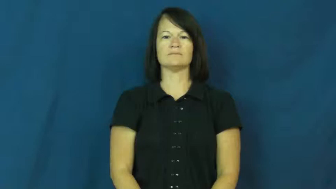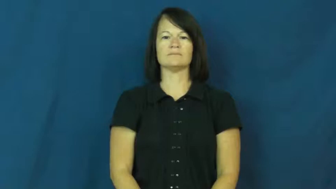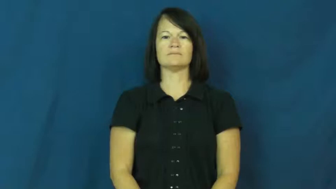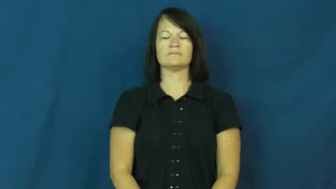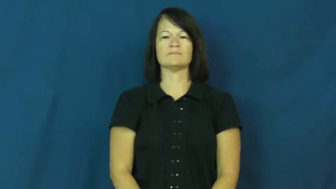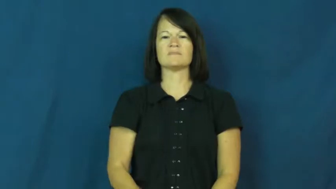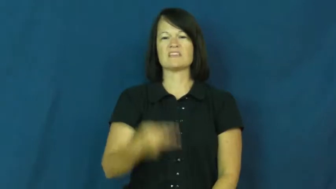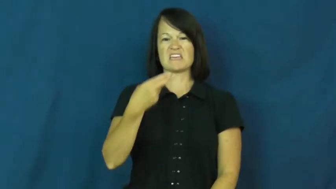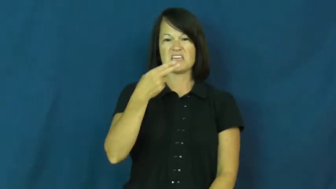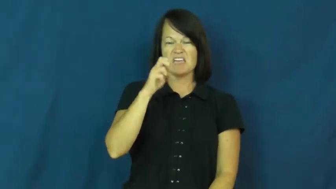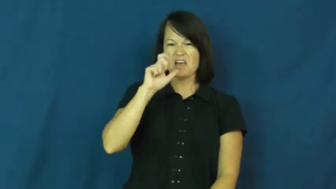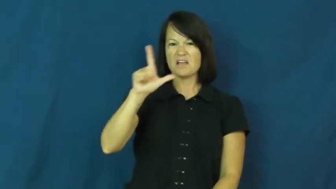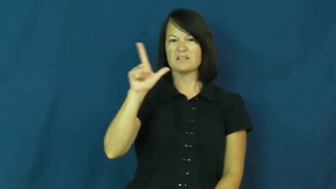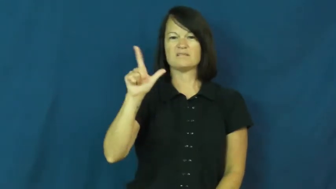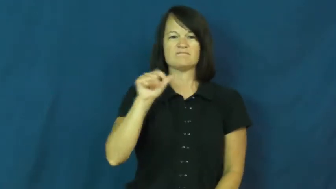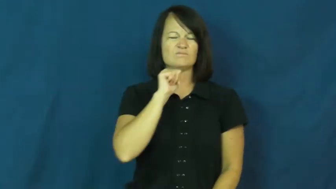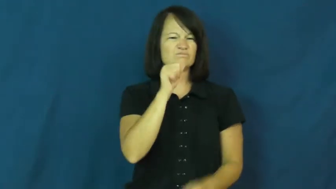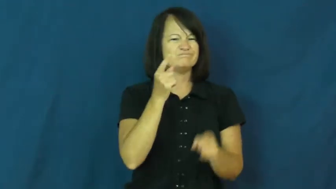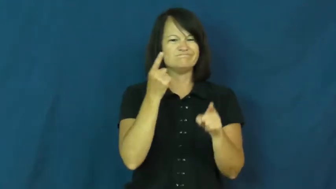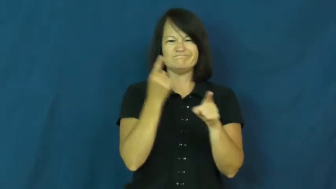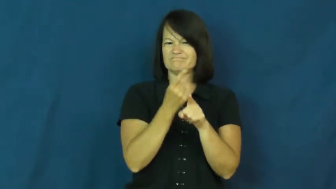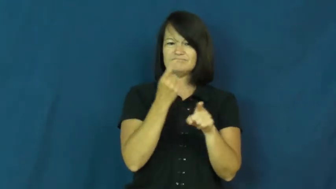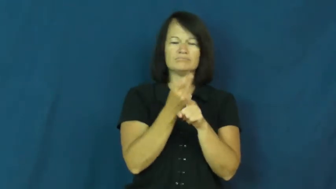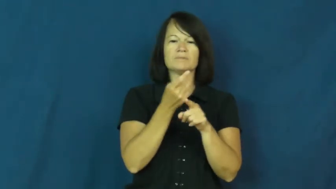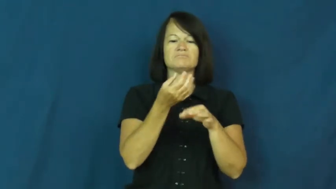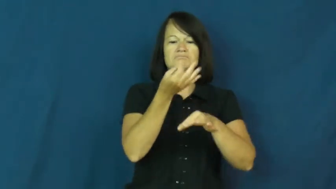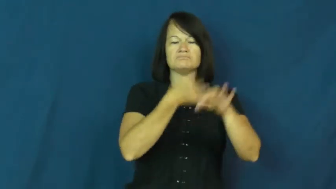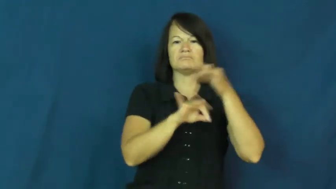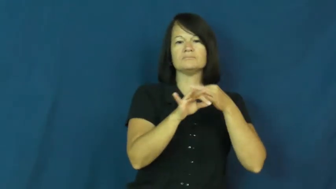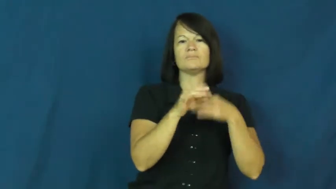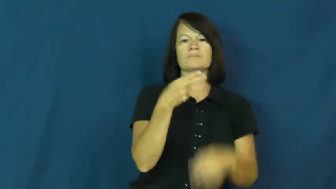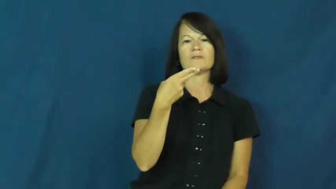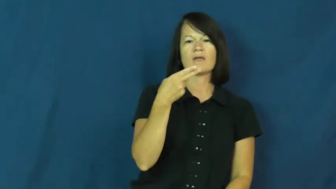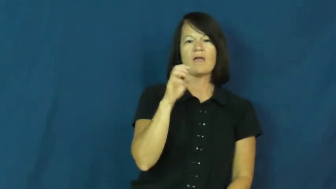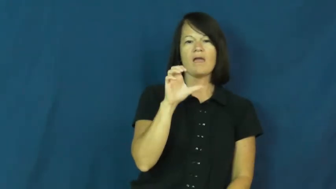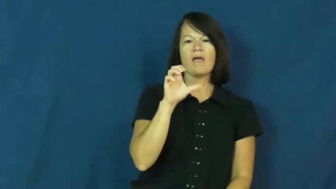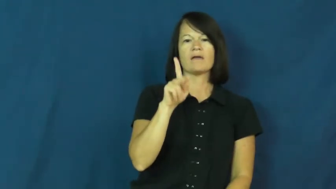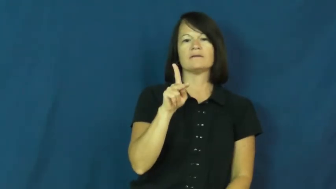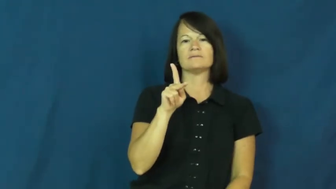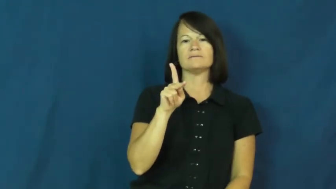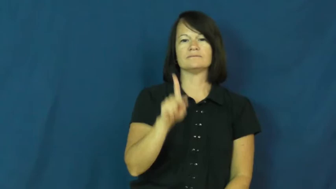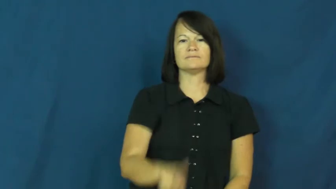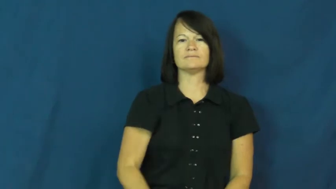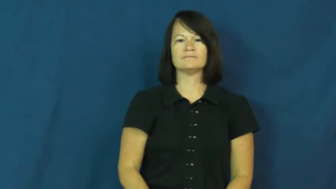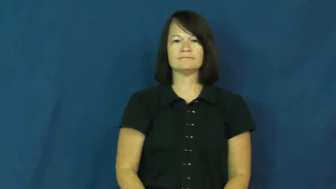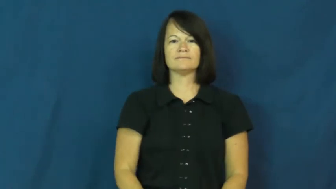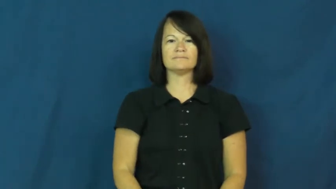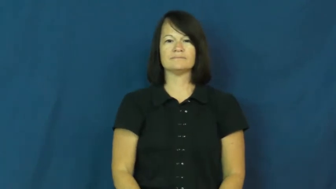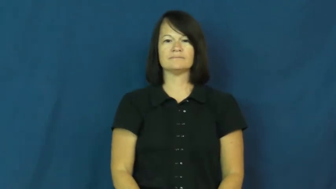heck